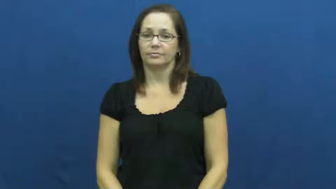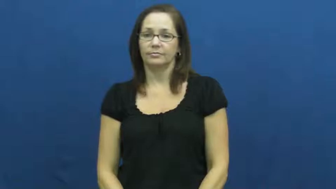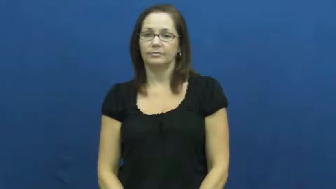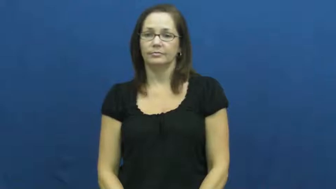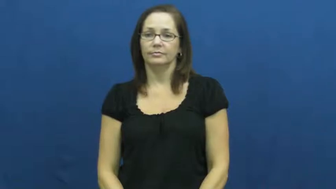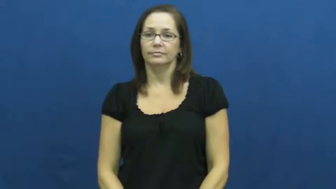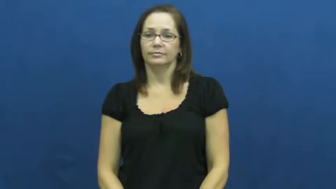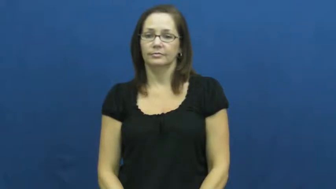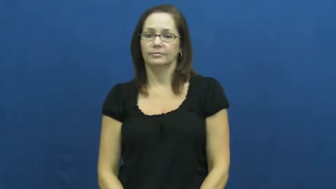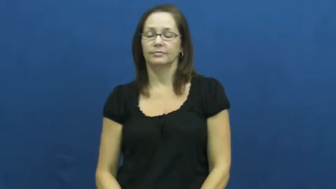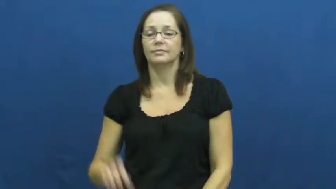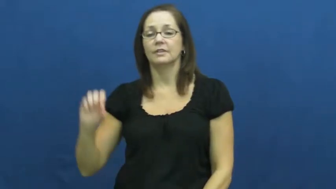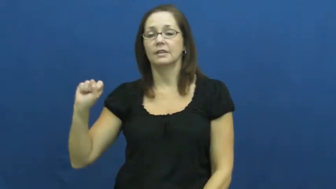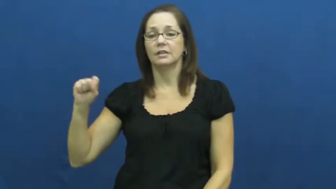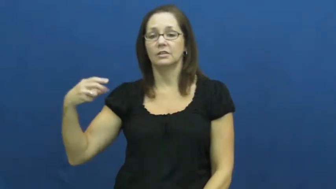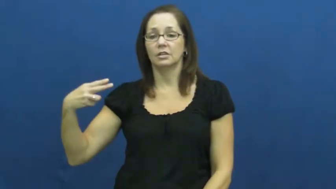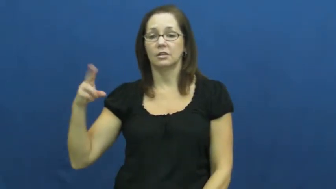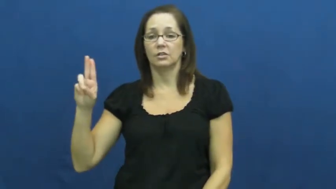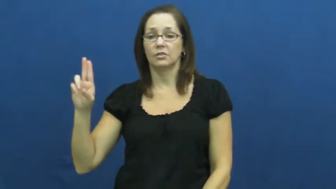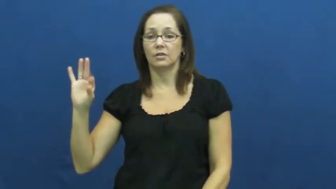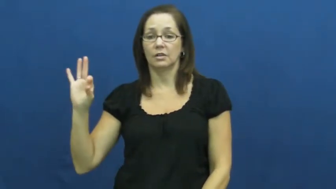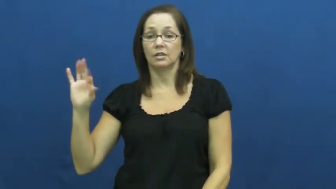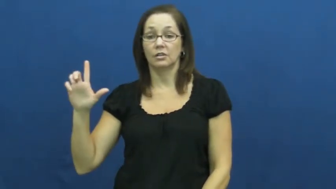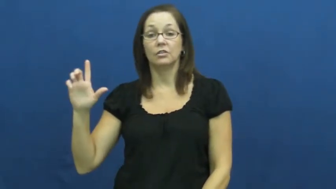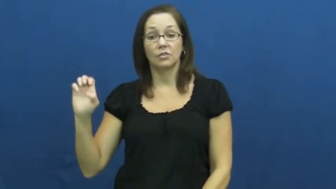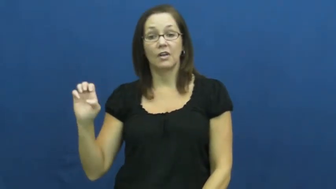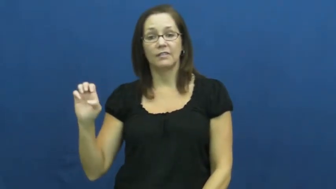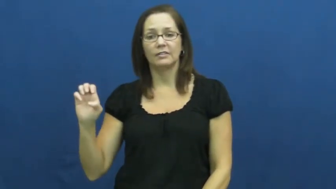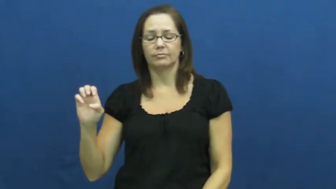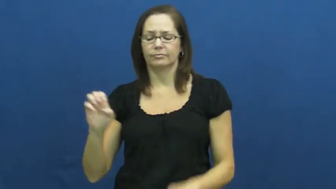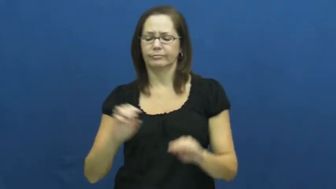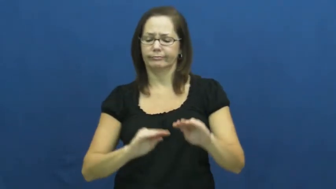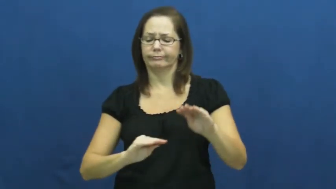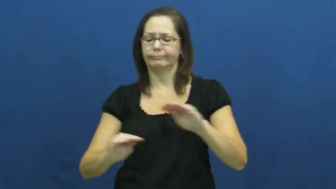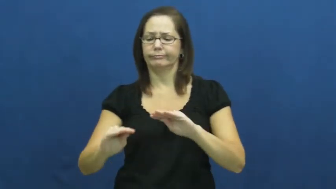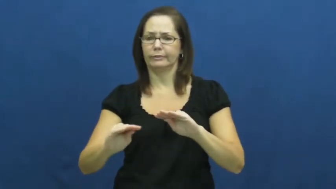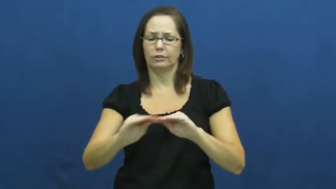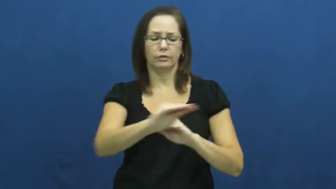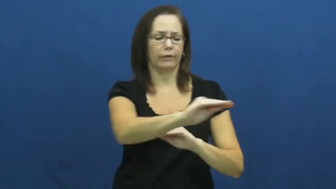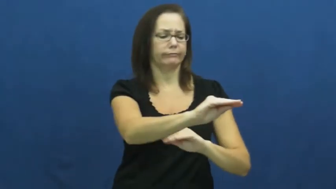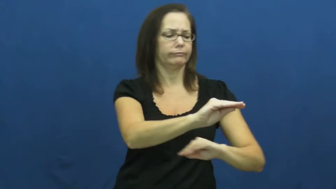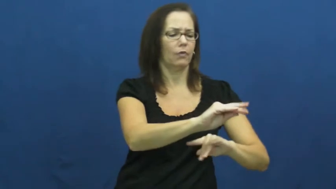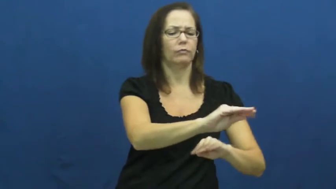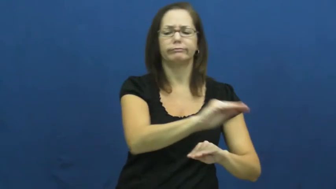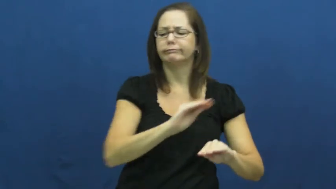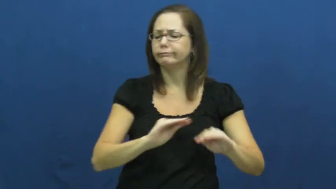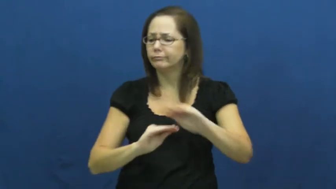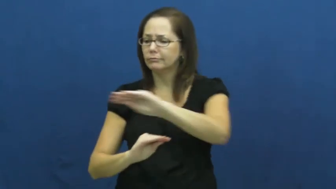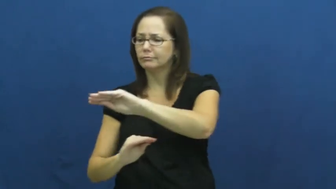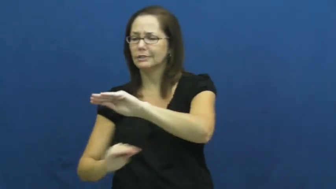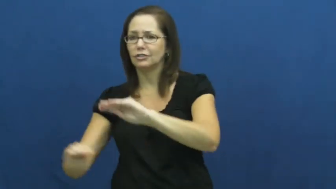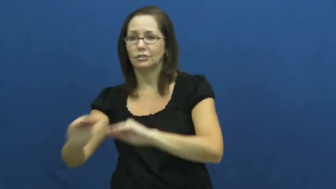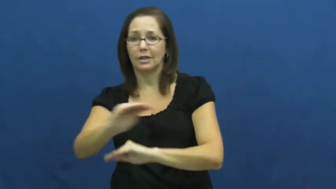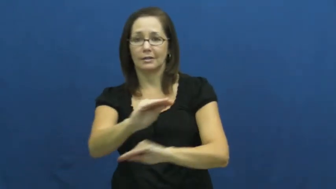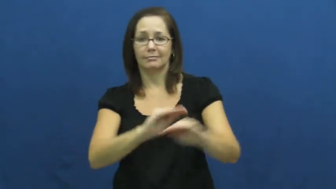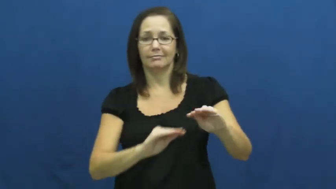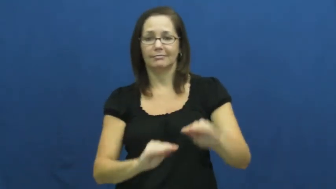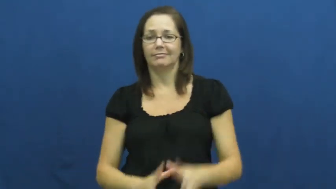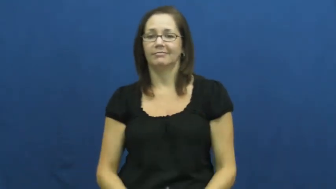shuffle-change